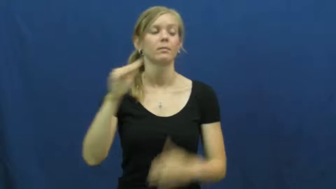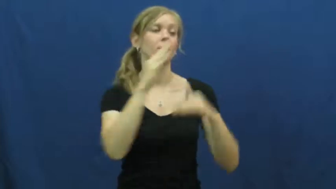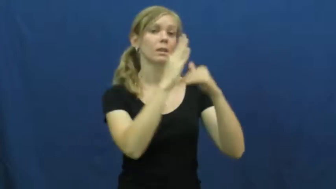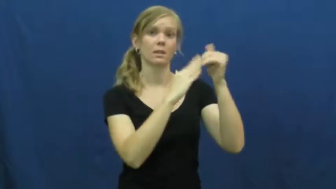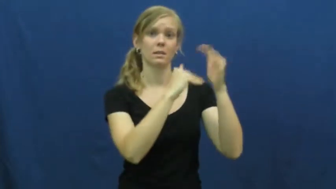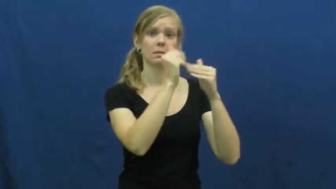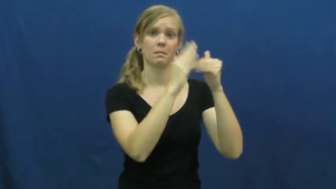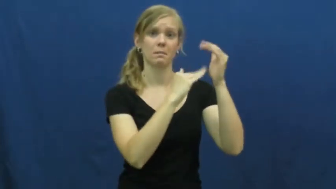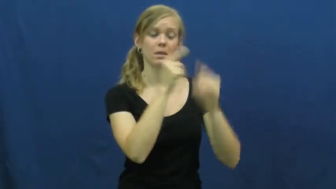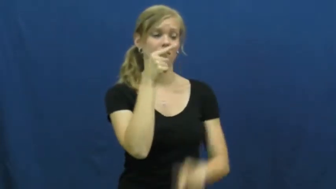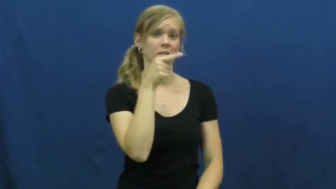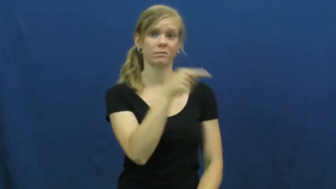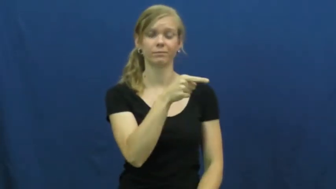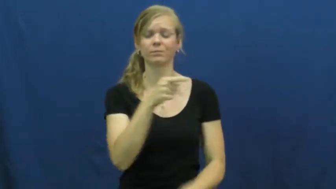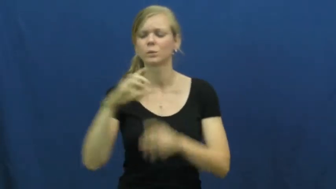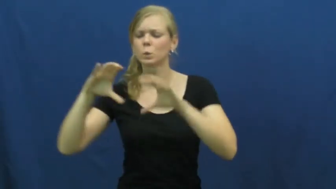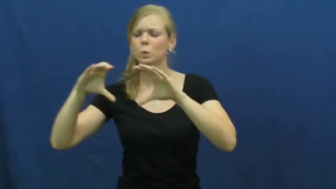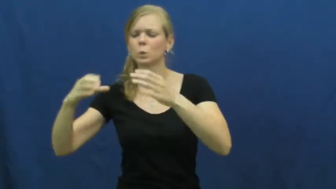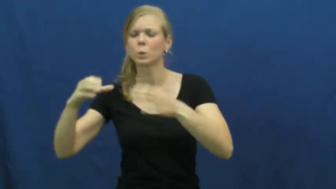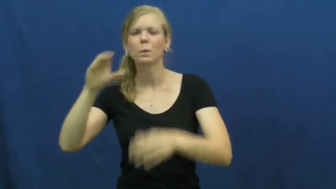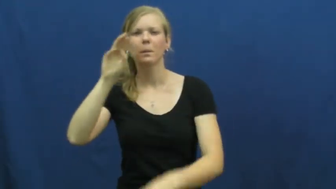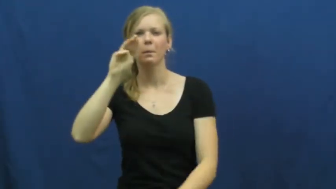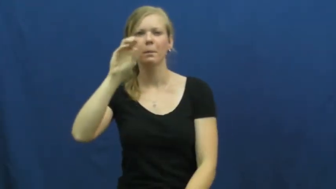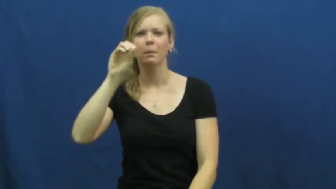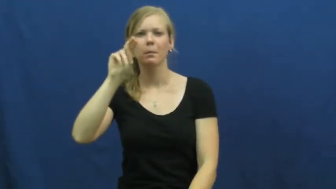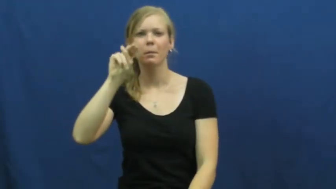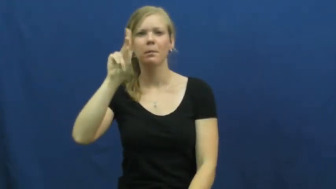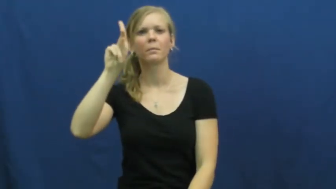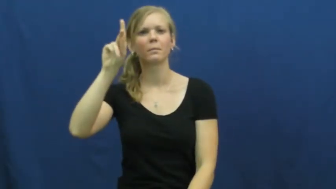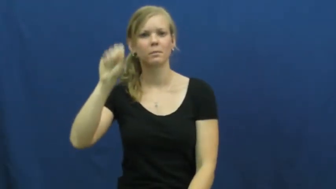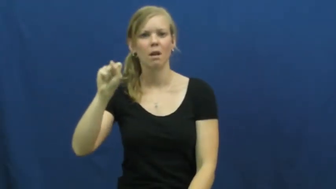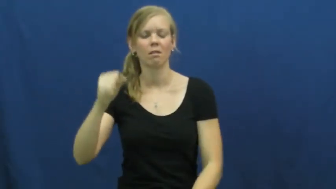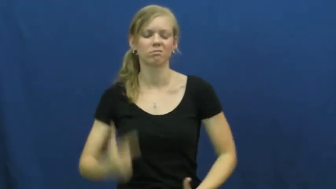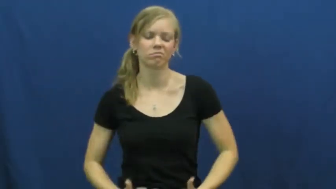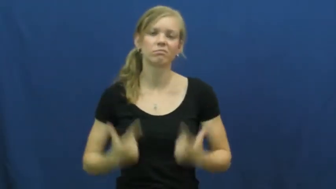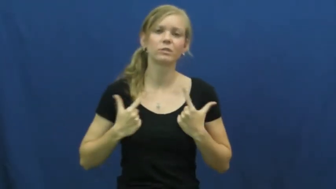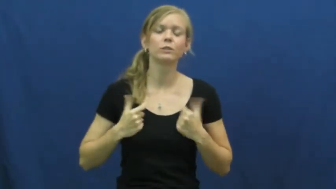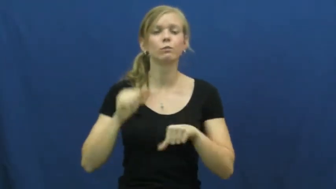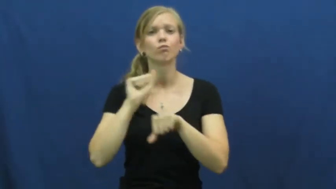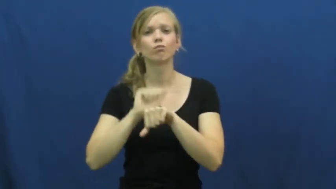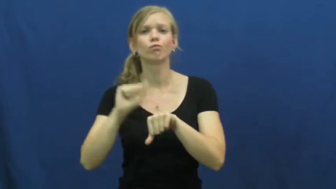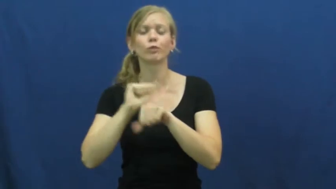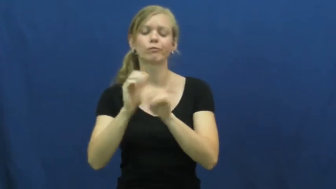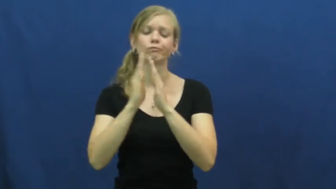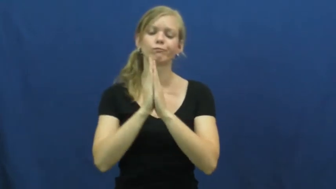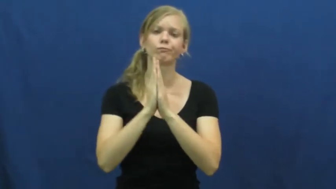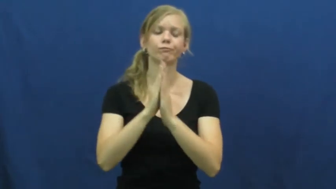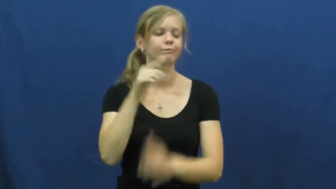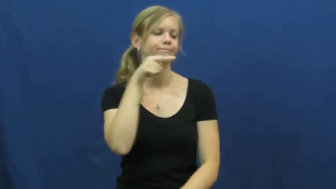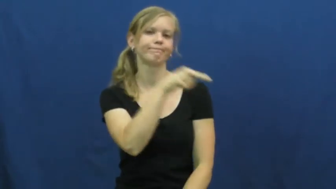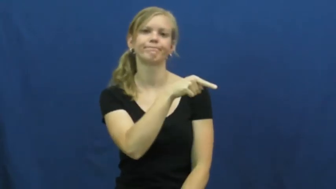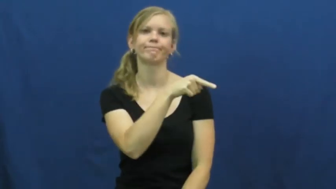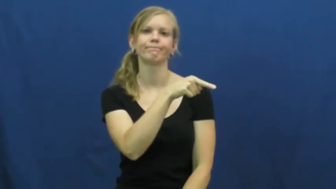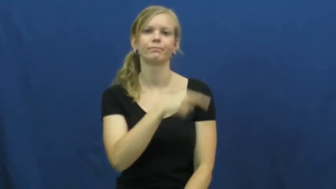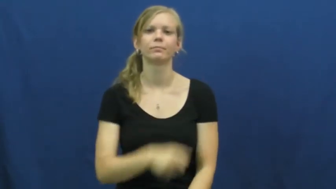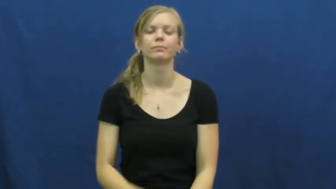monastery,cloister,friary,vicarage